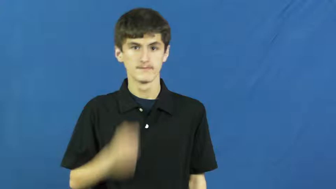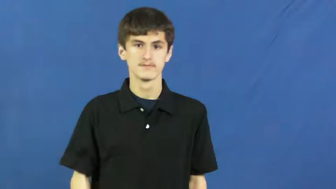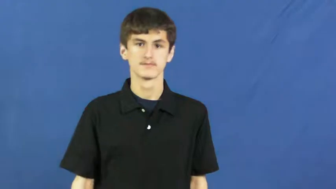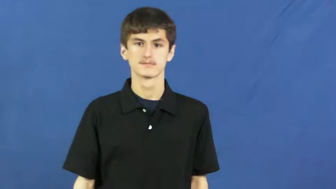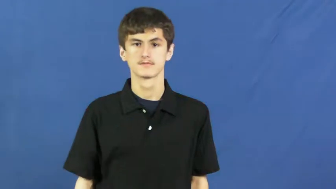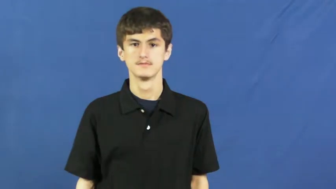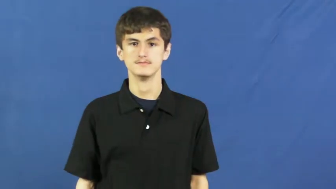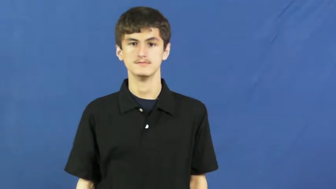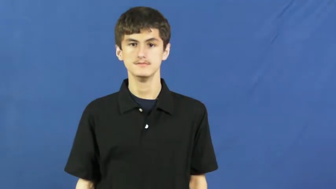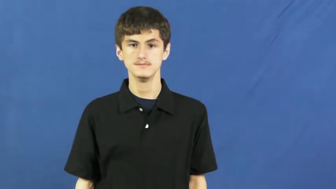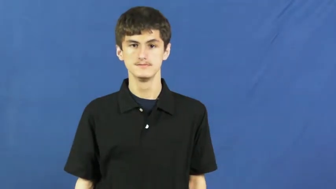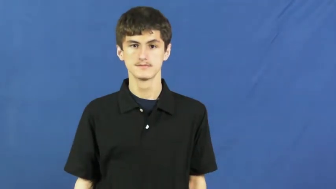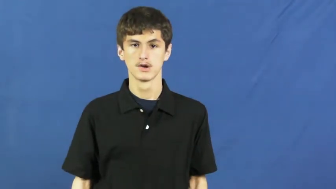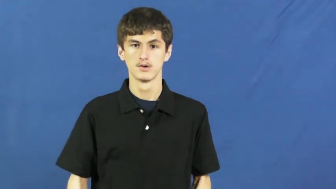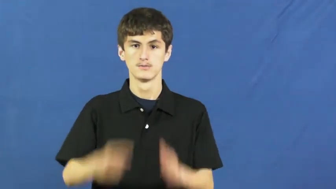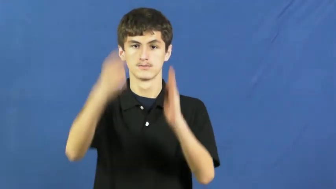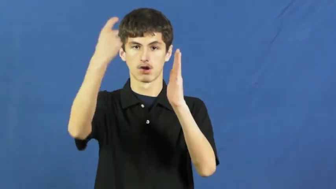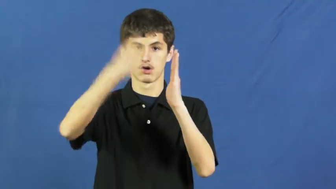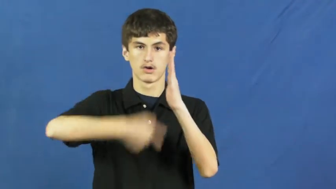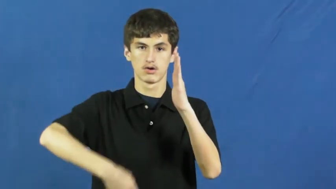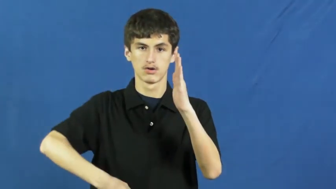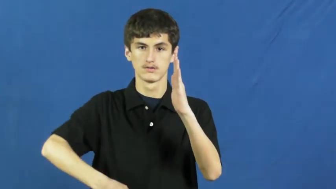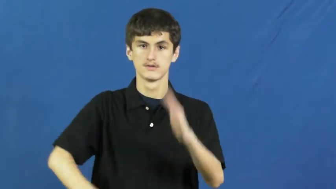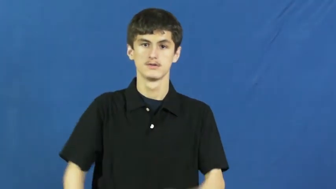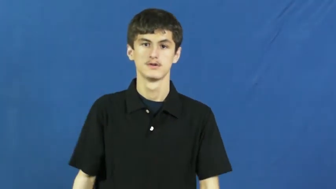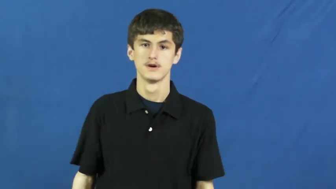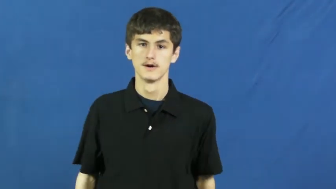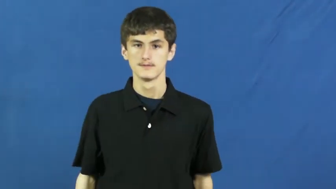cost,charge,assessment